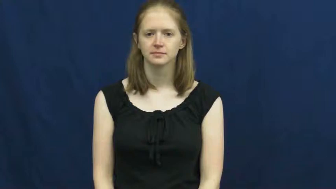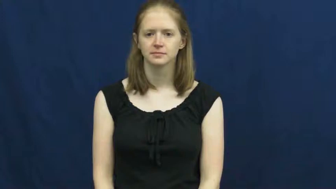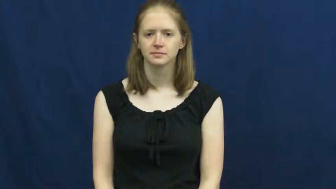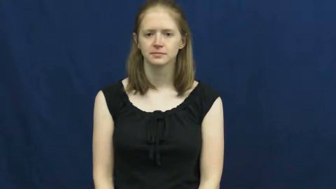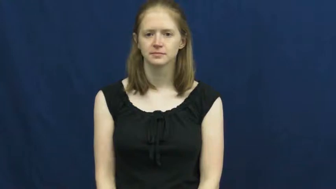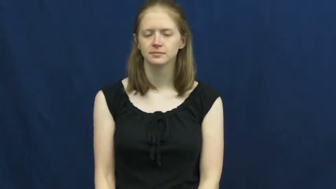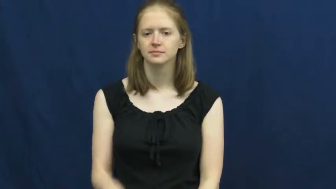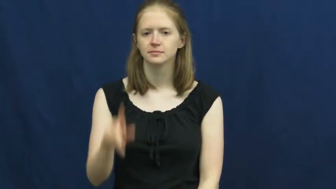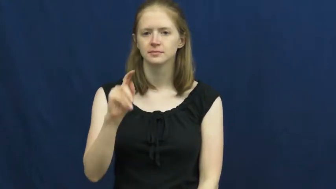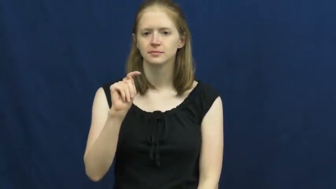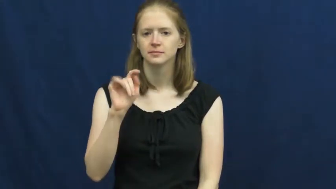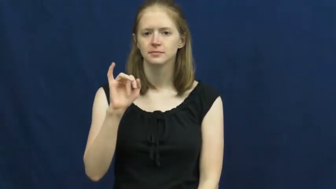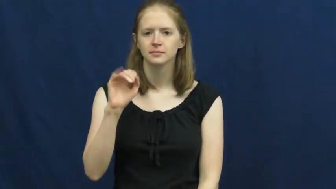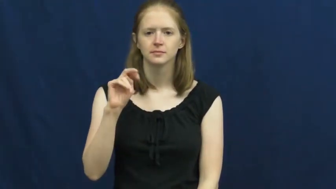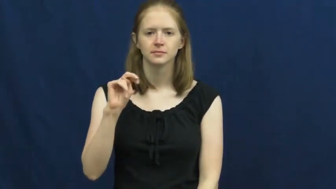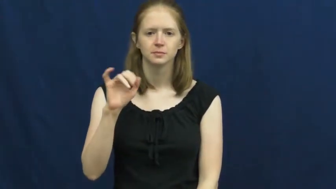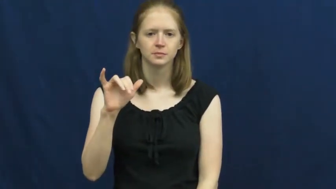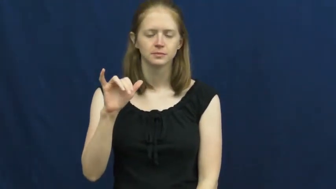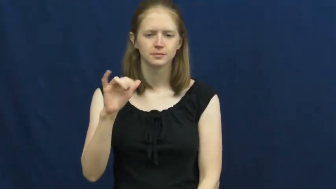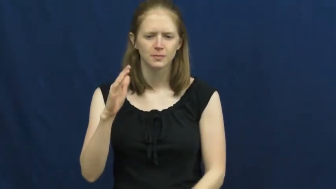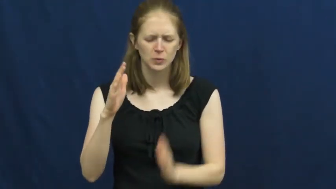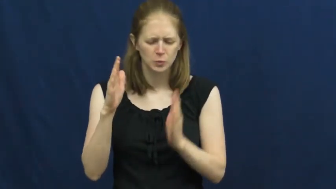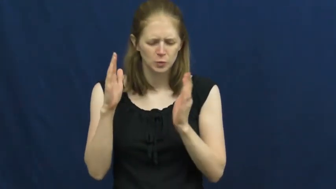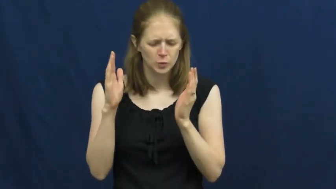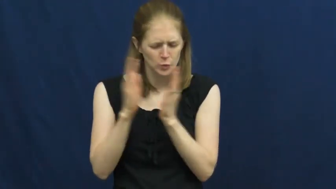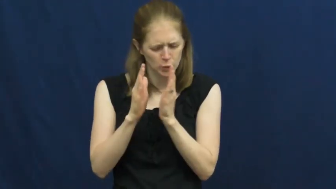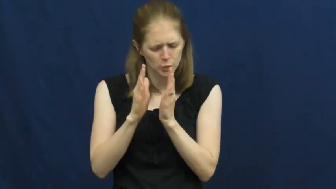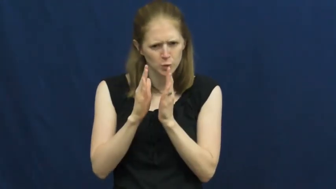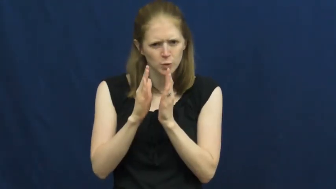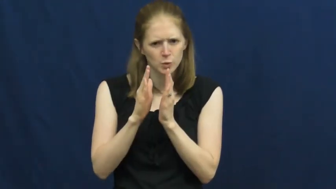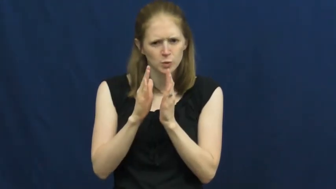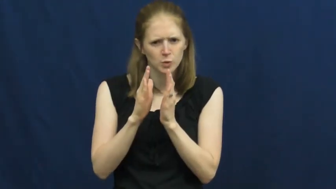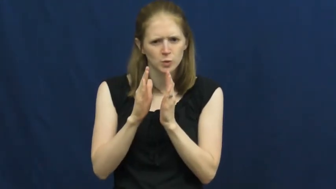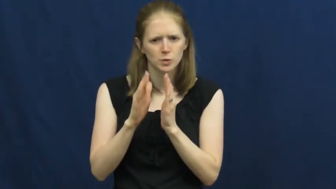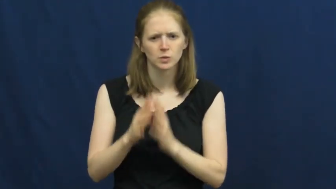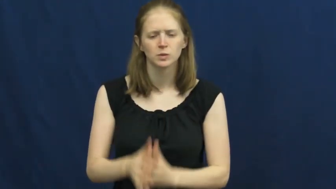tiny